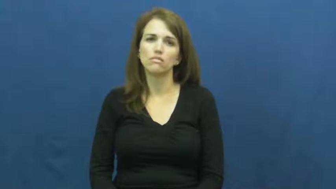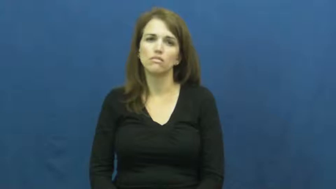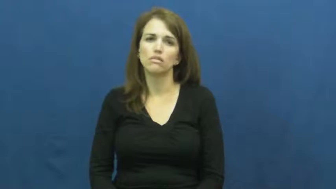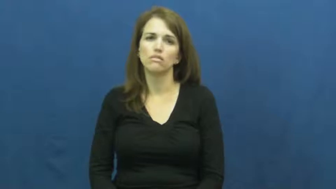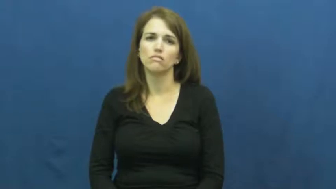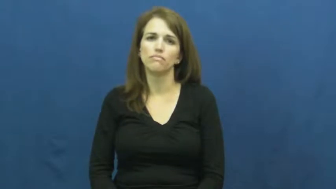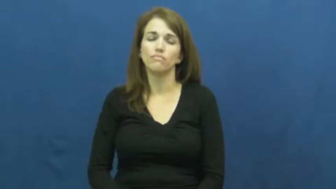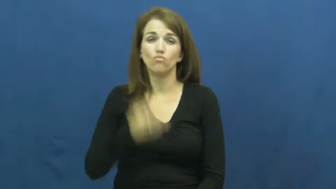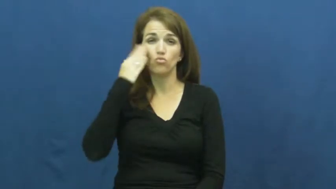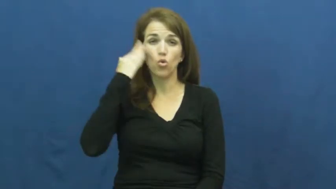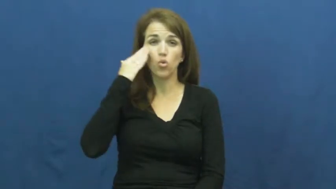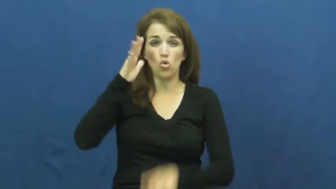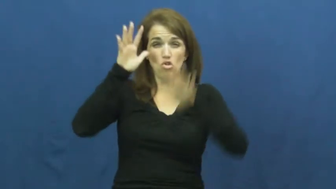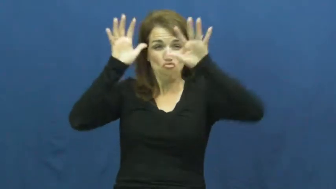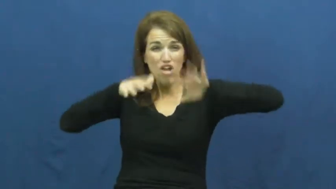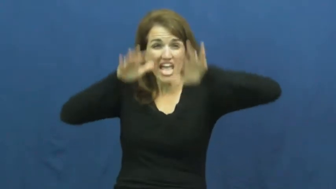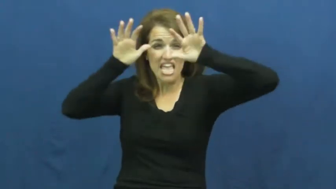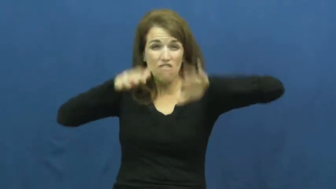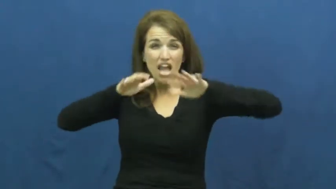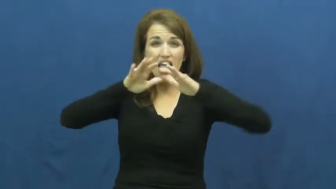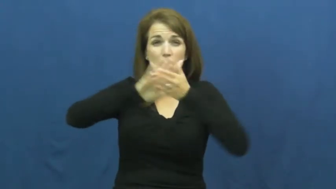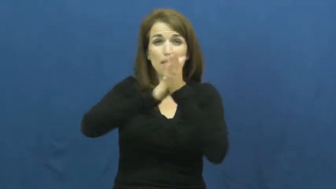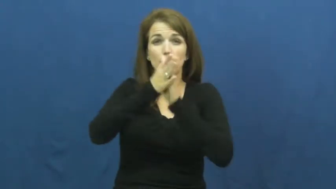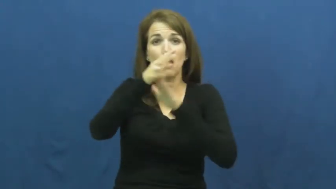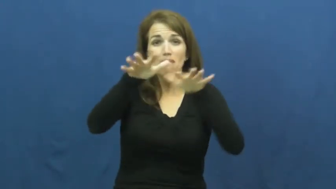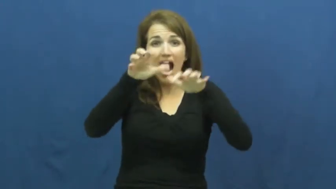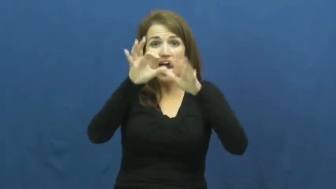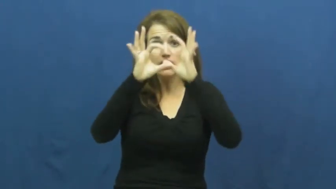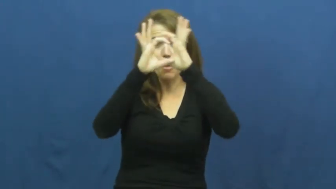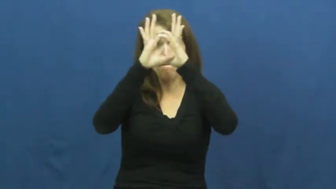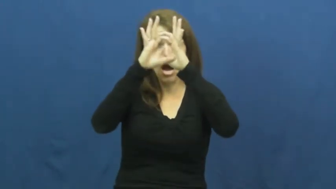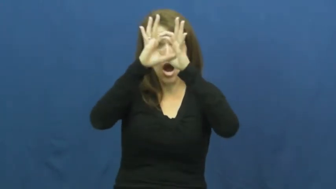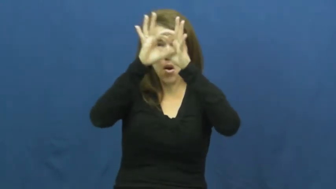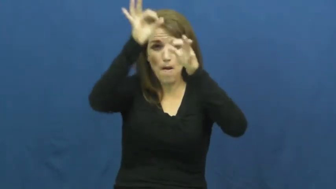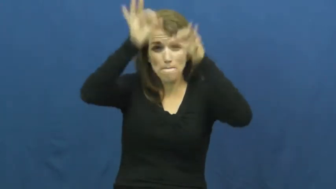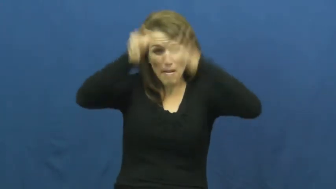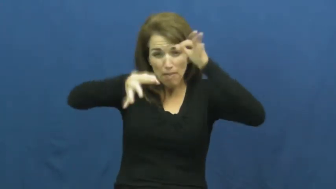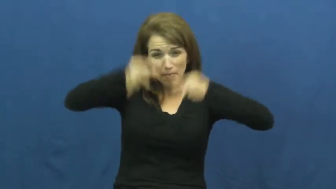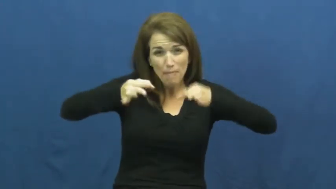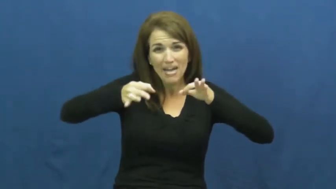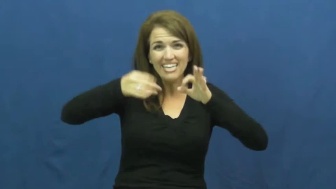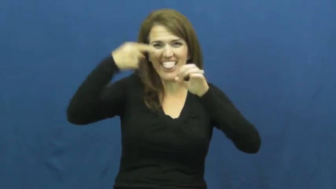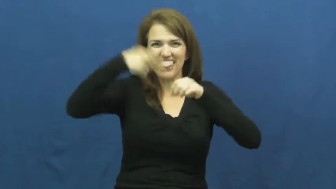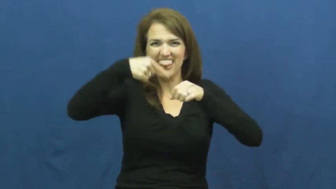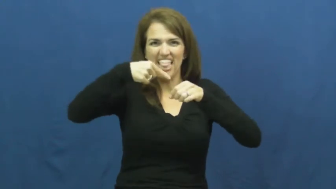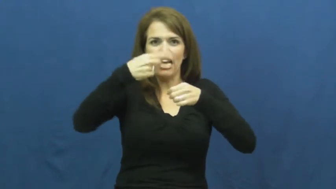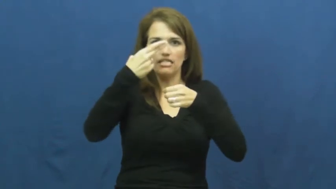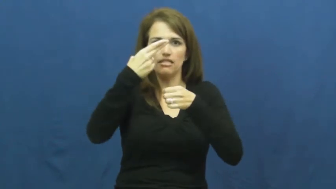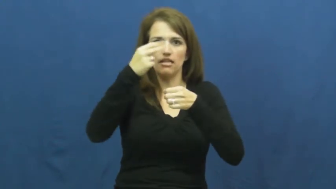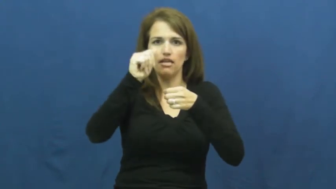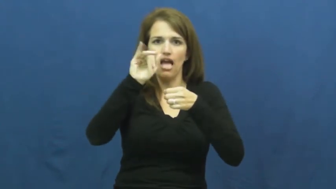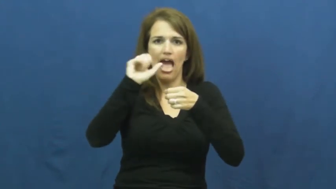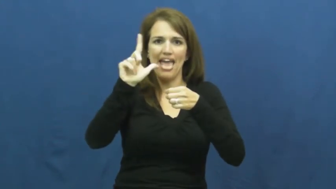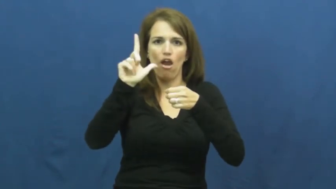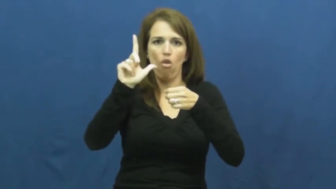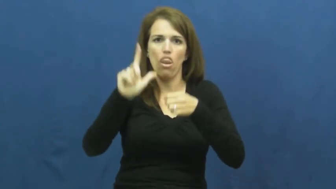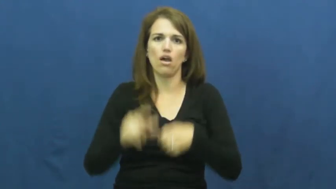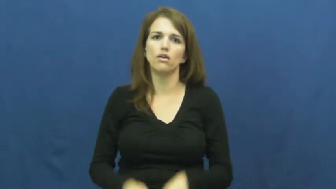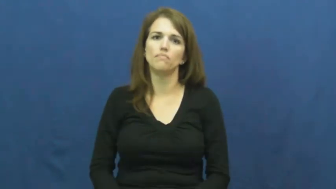hail-ice